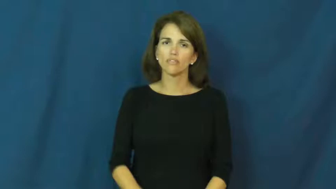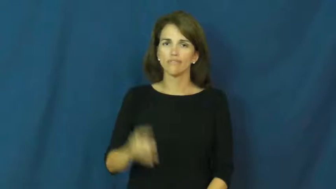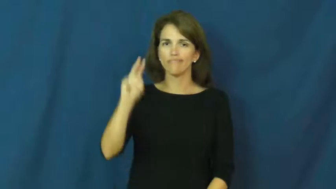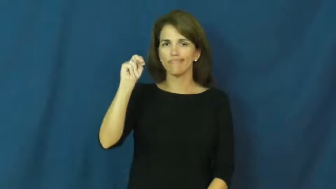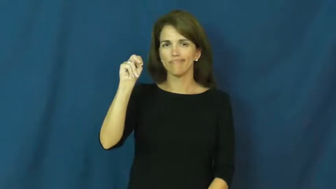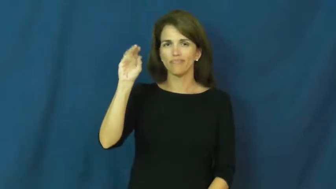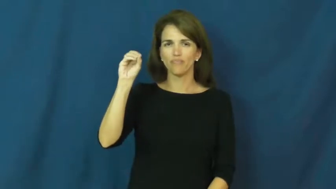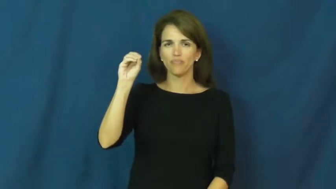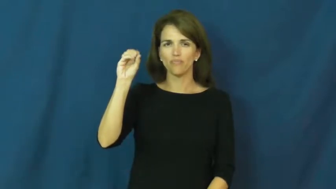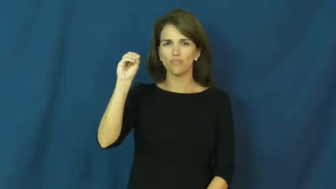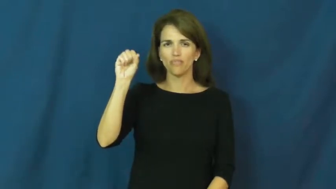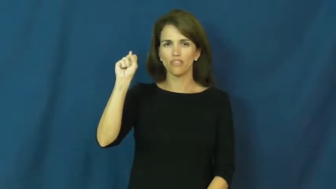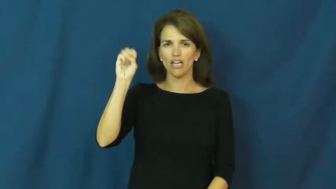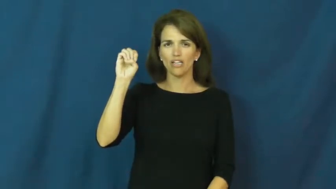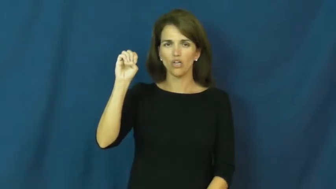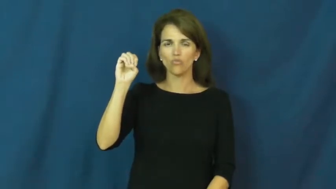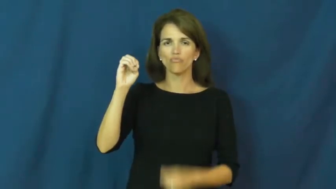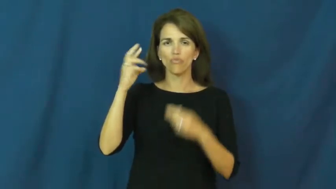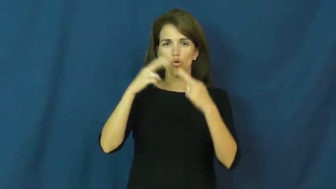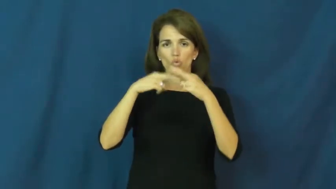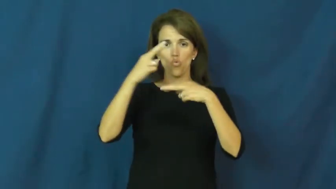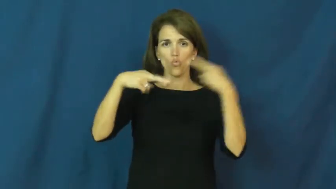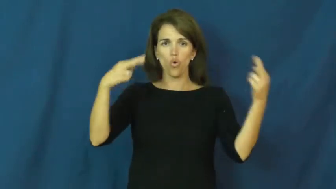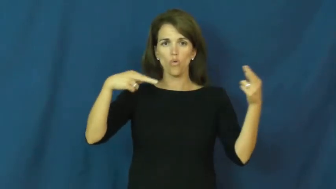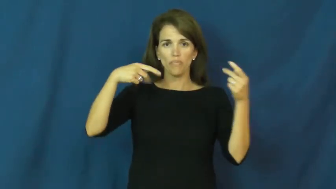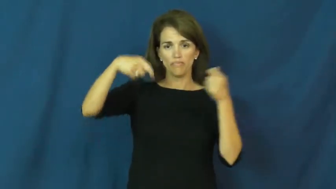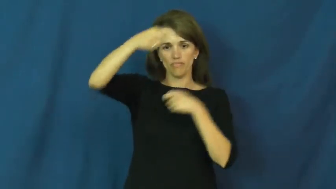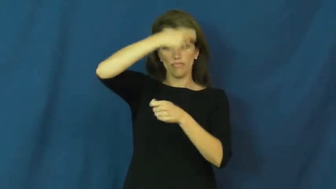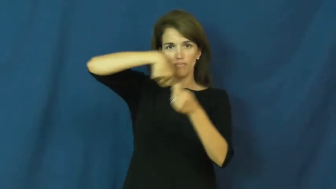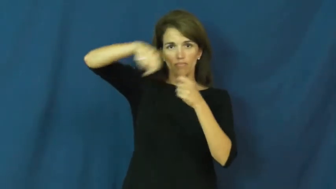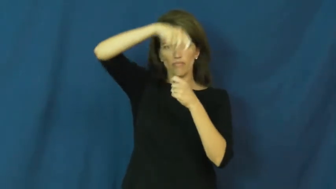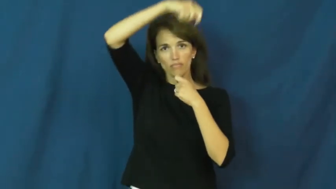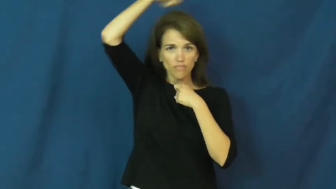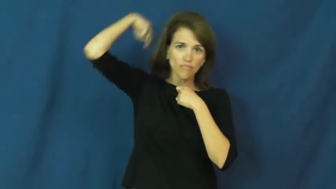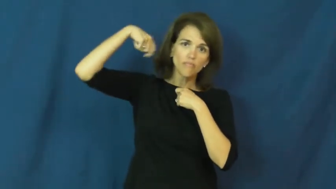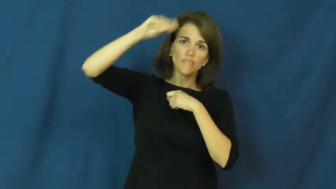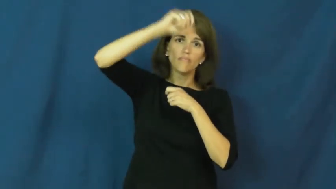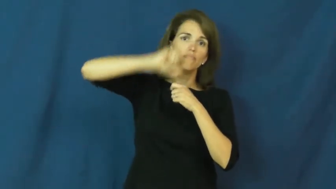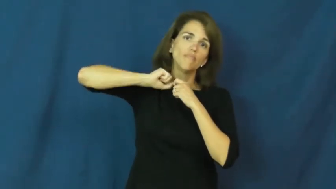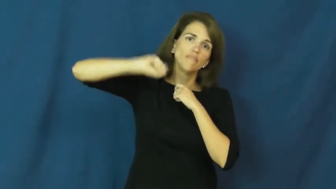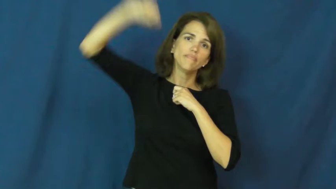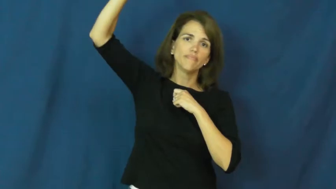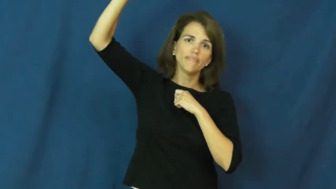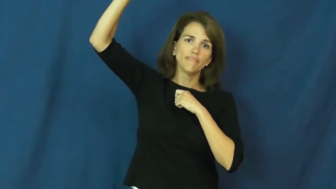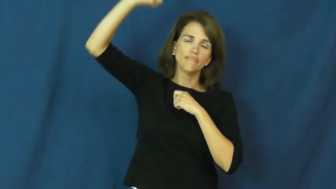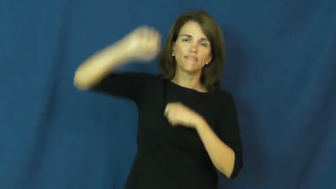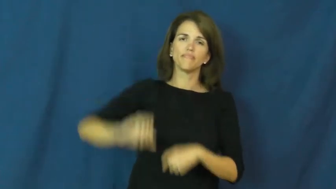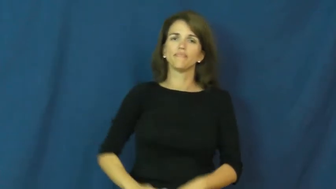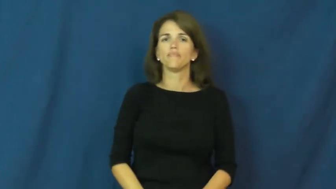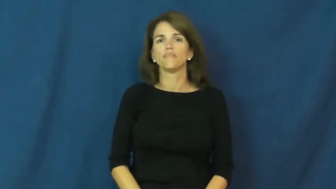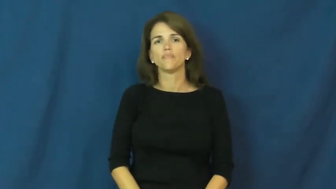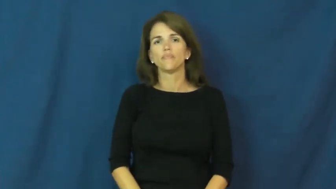noose